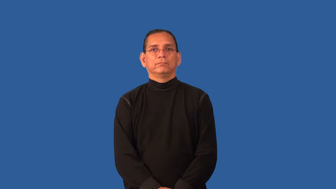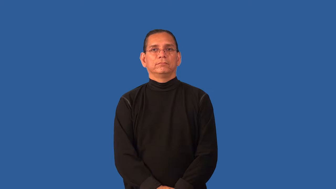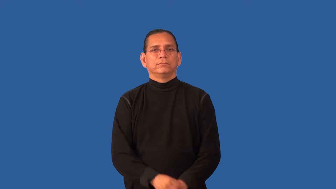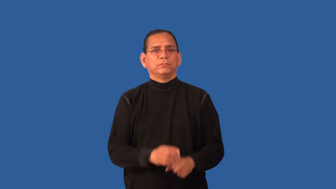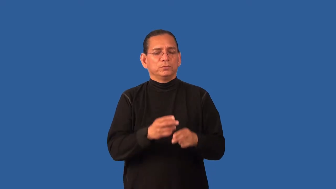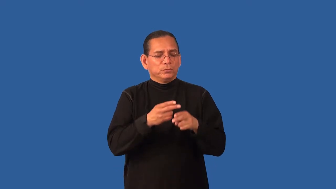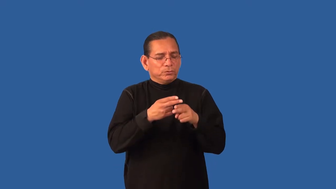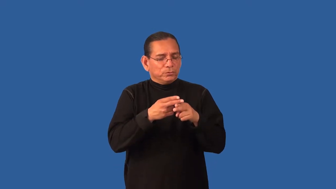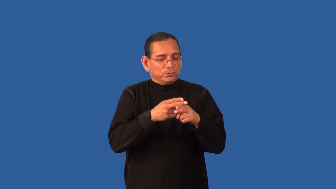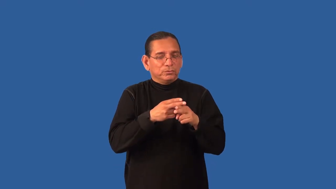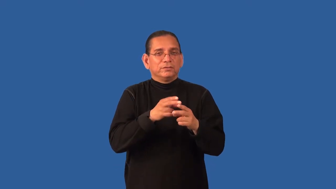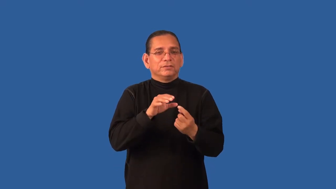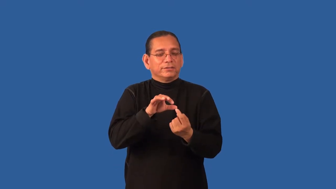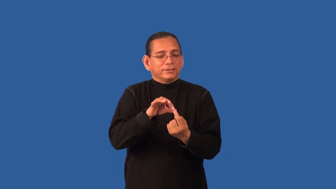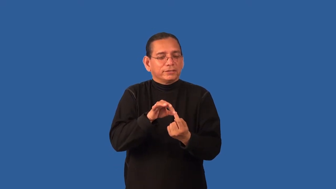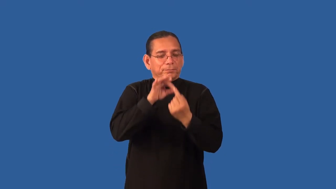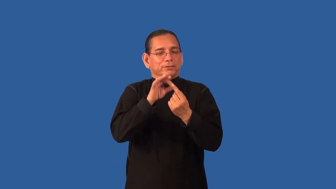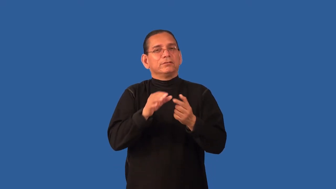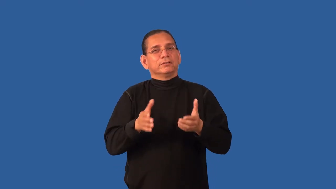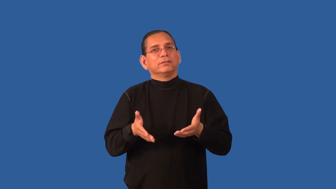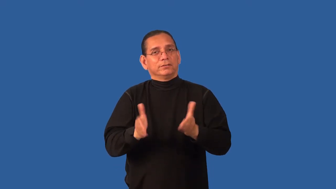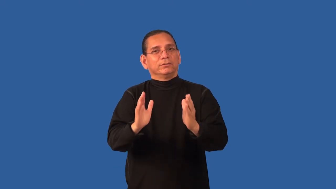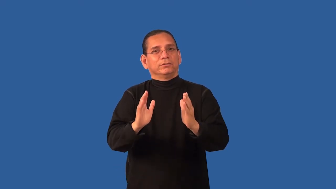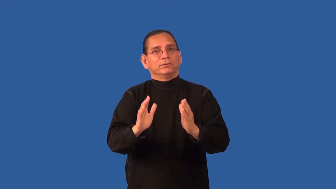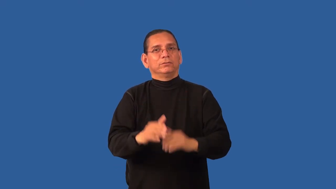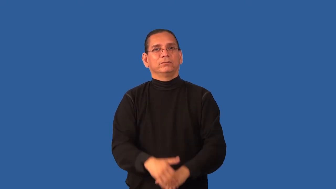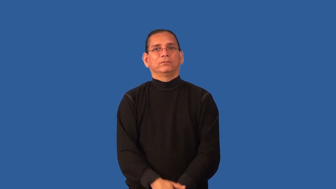dispensation